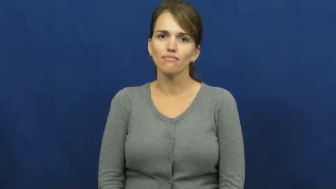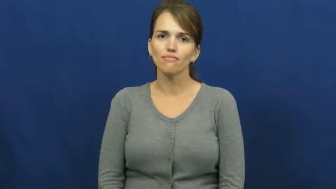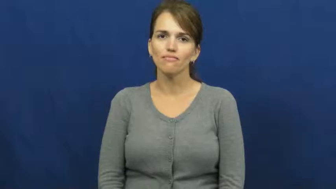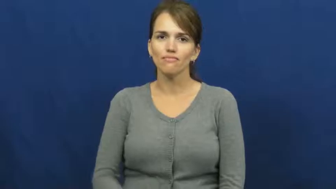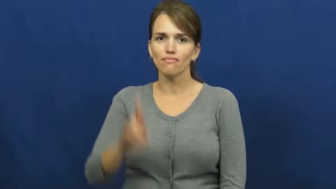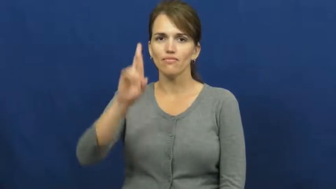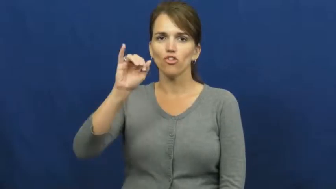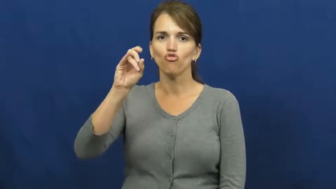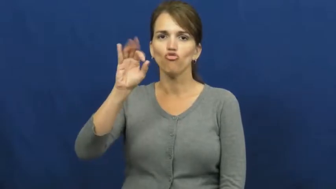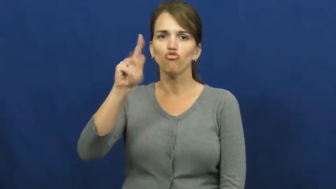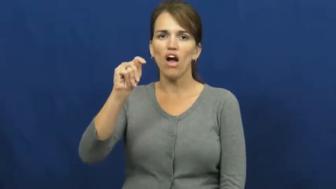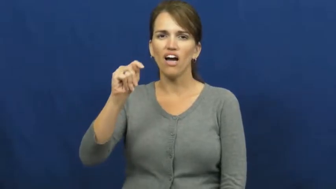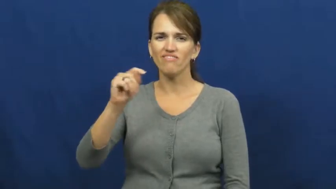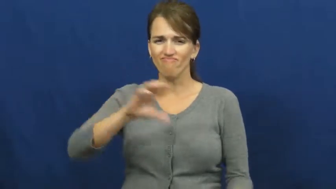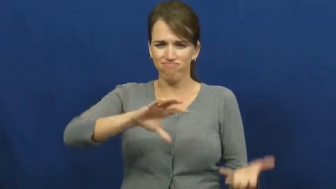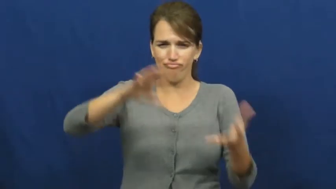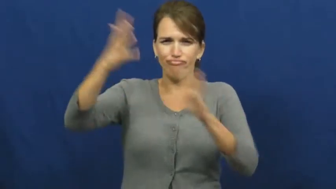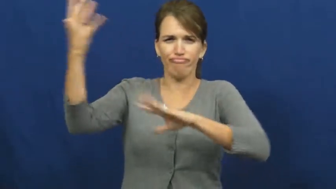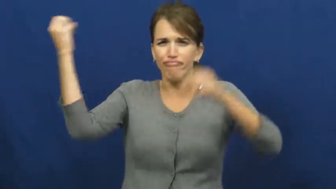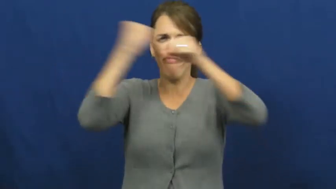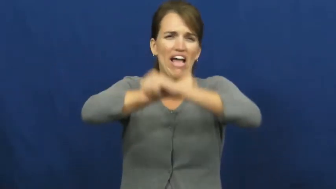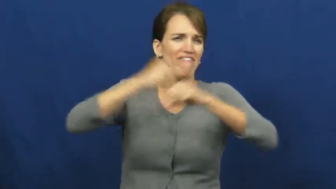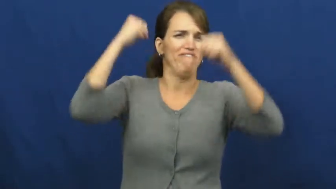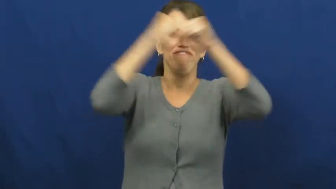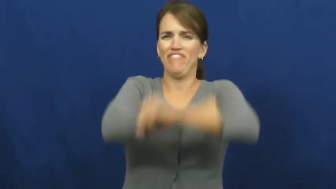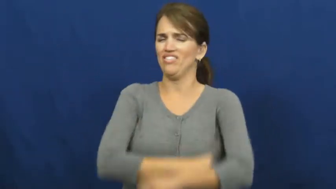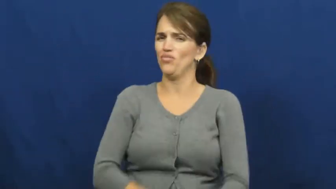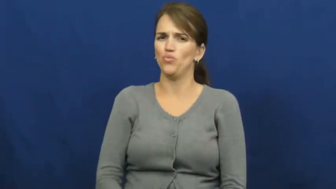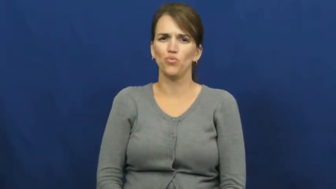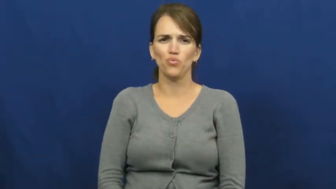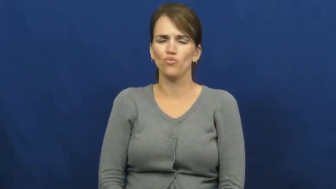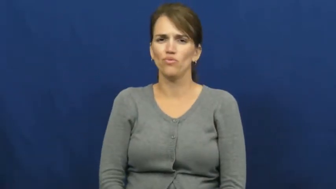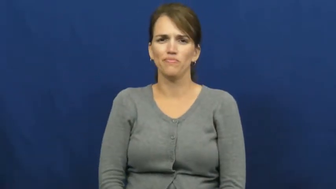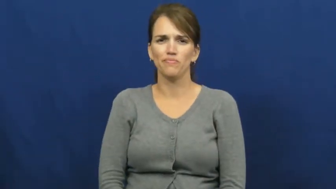riot,donnybrook